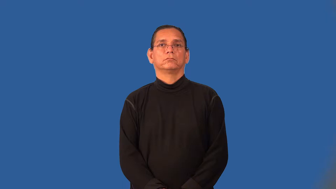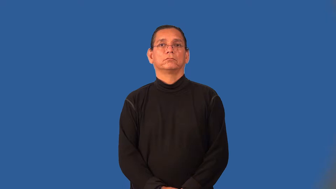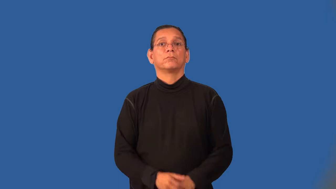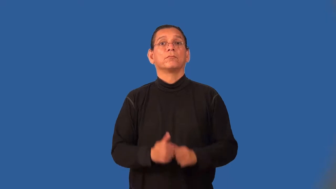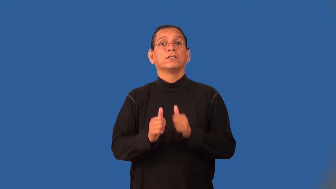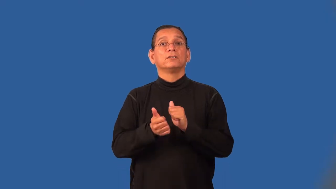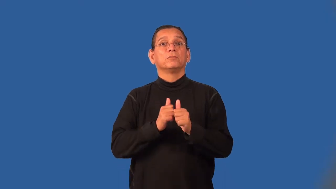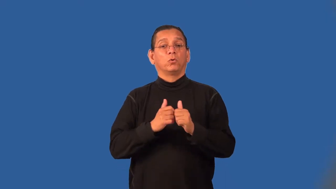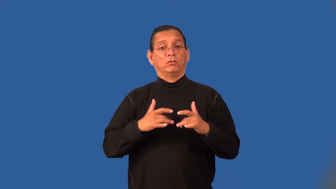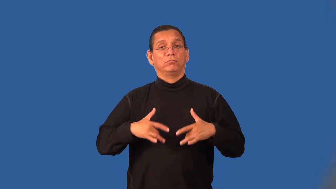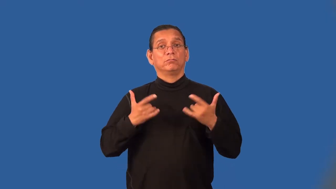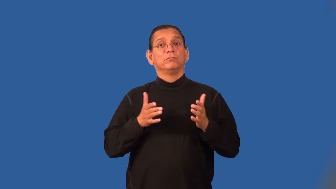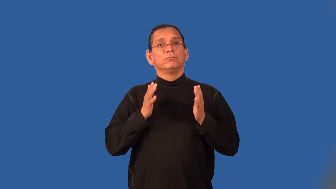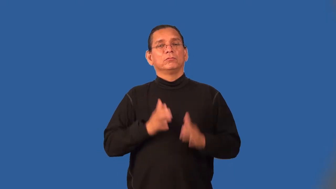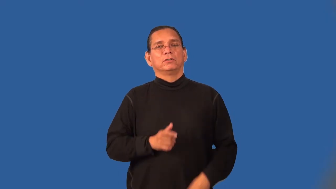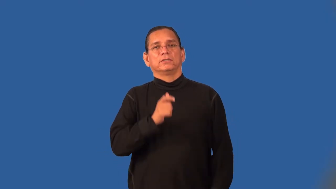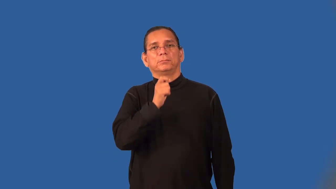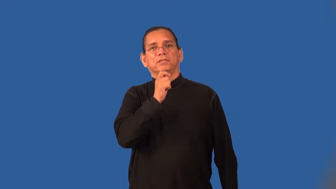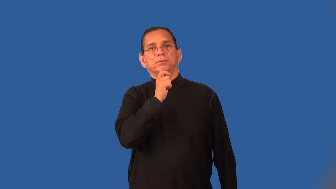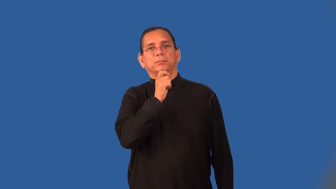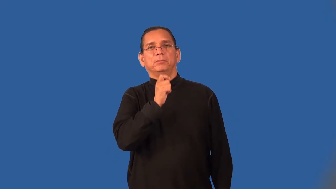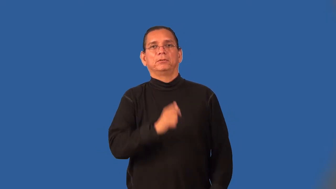sportscaster